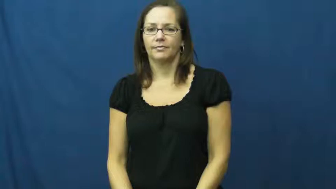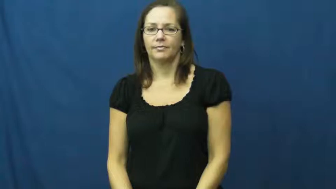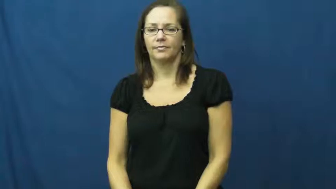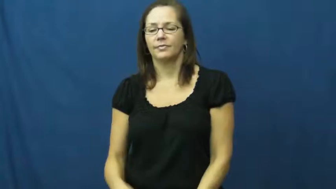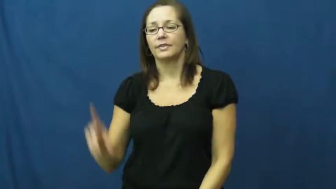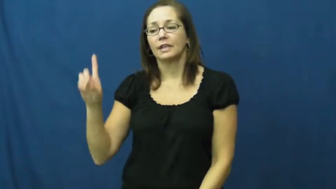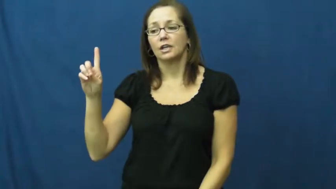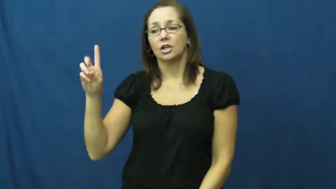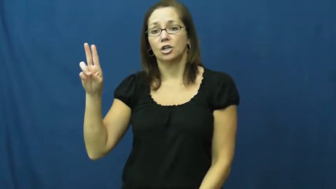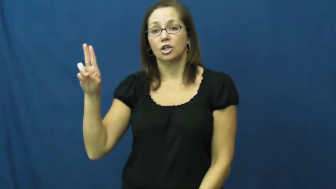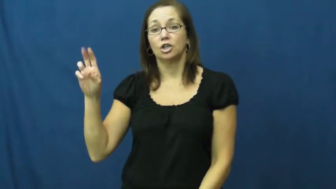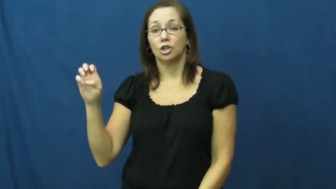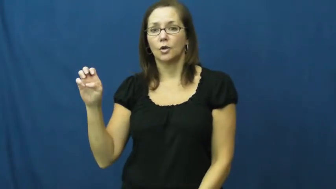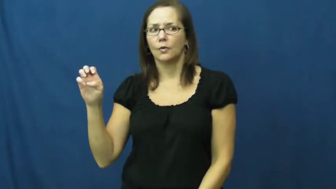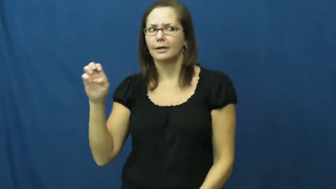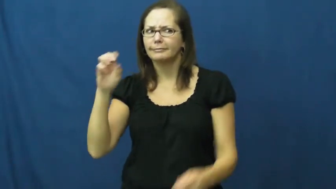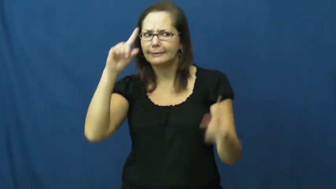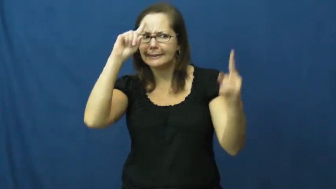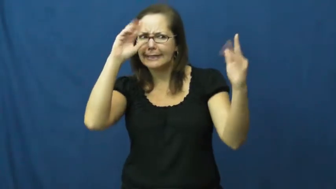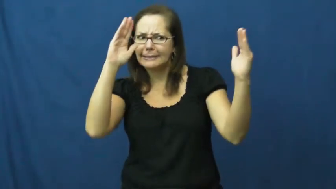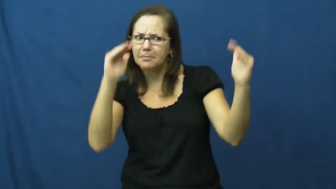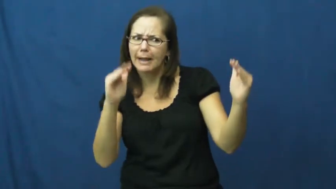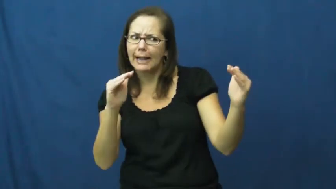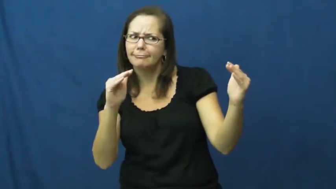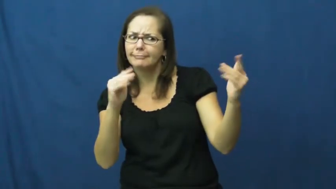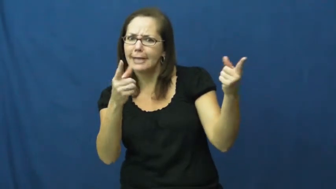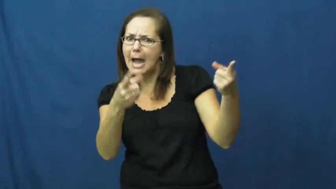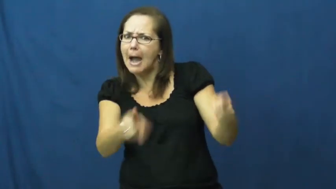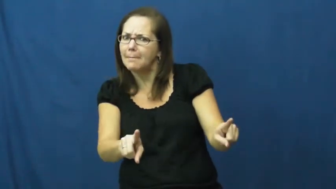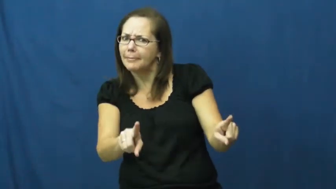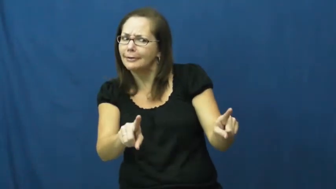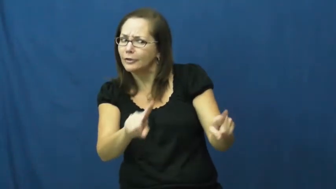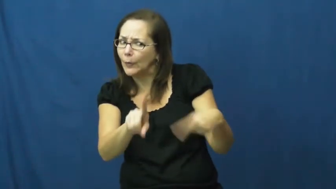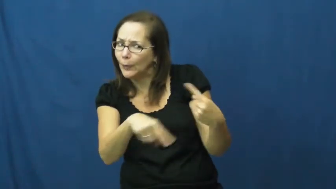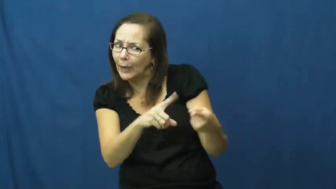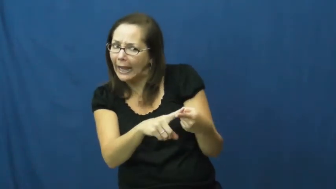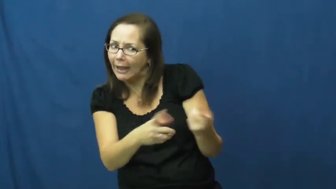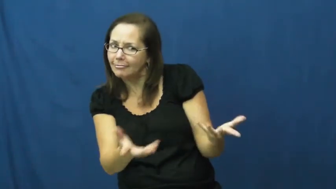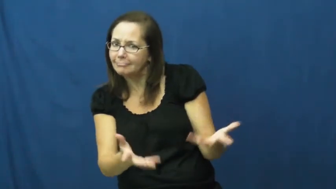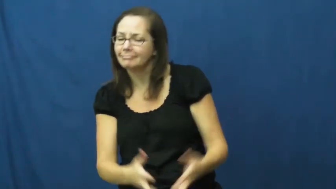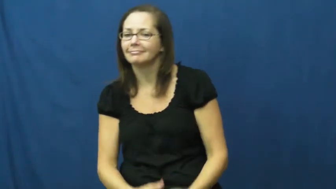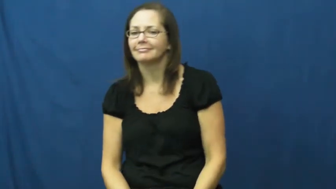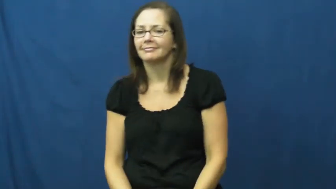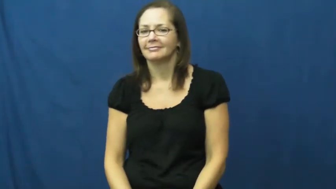due-expect to happen